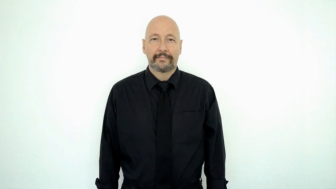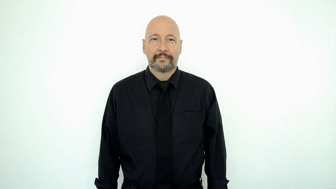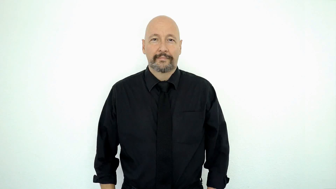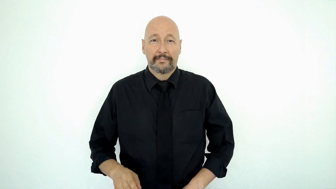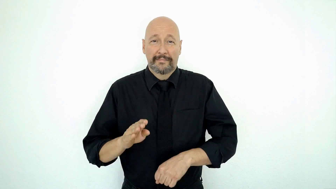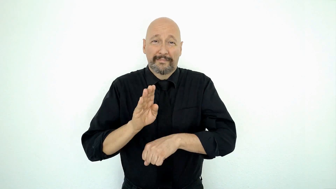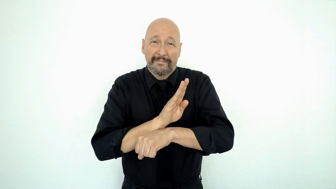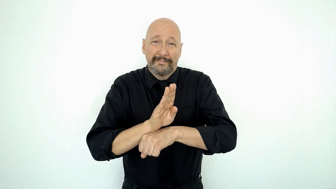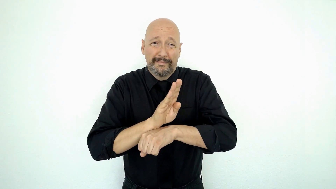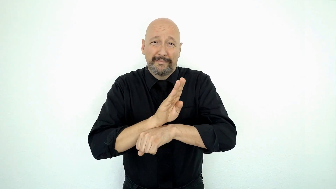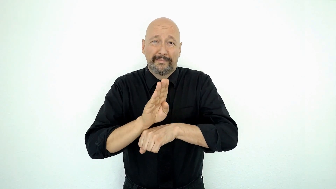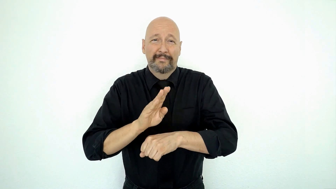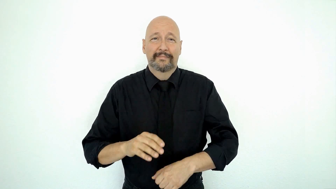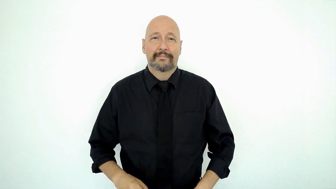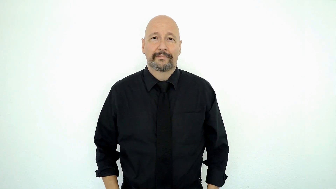BUSY [business]